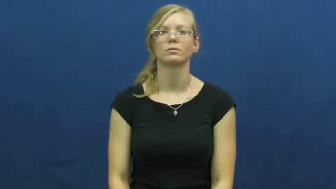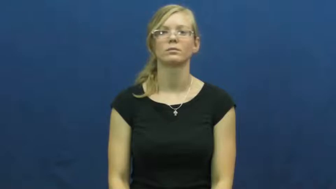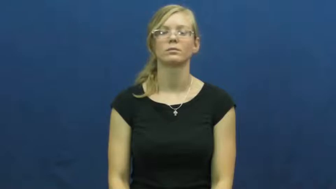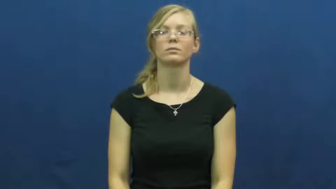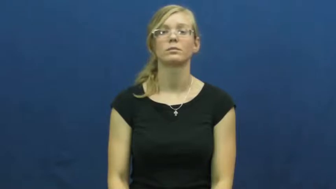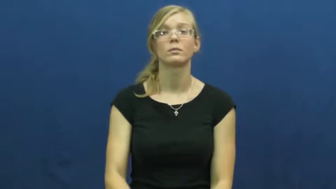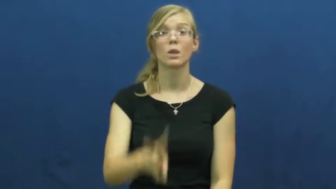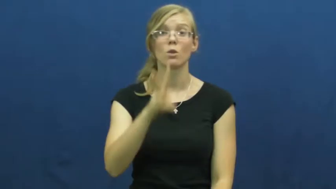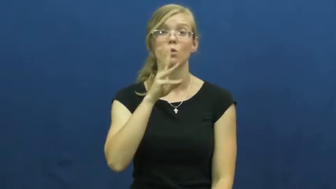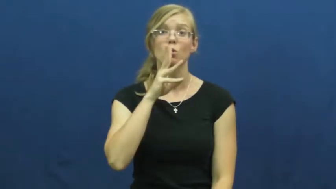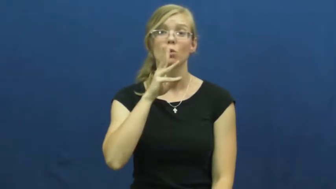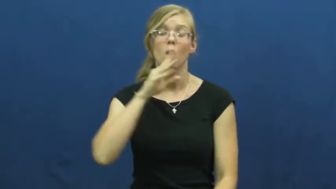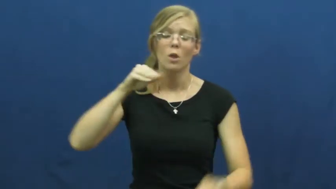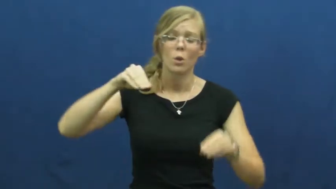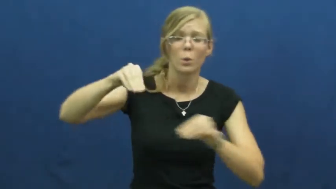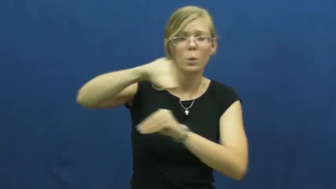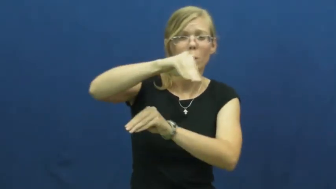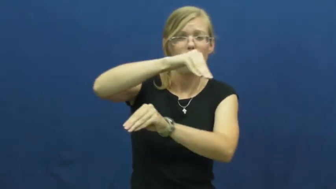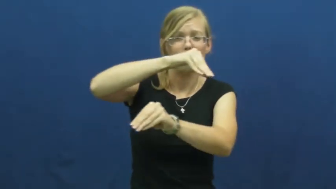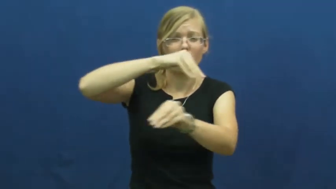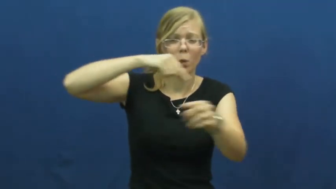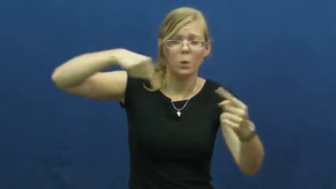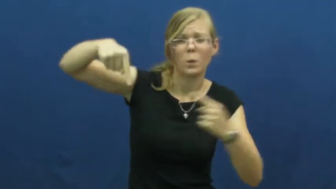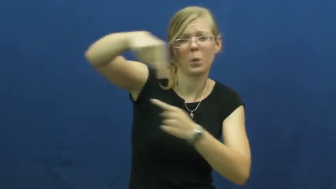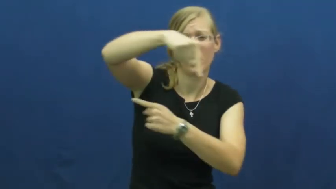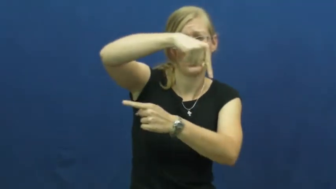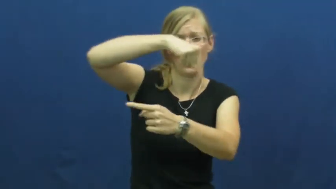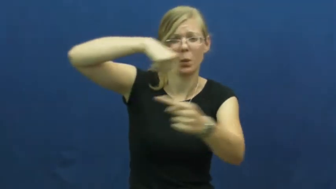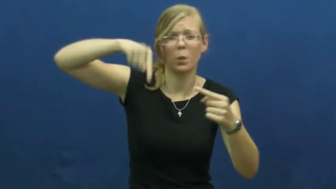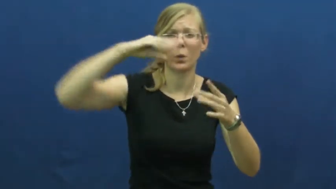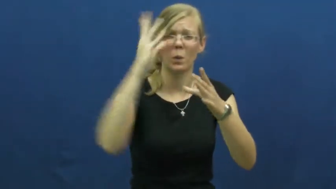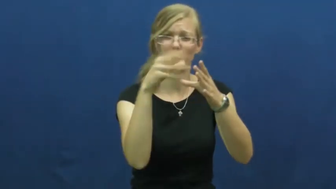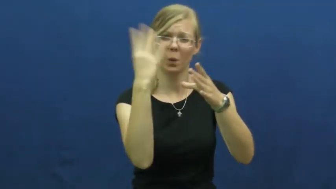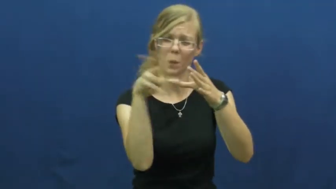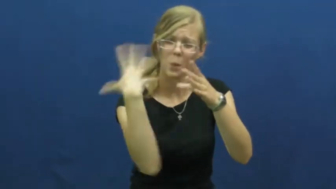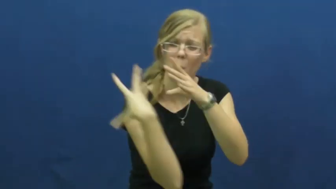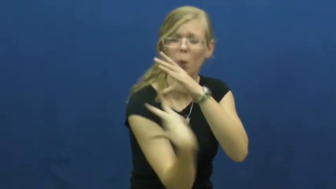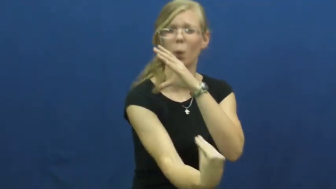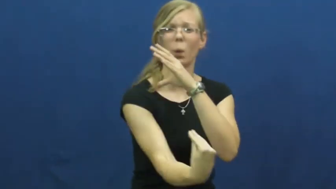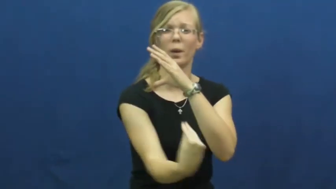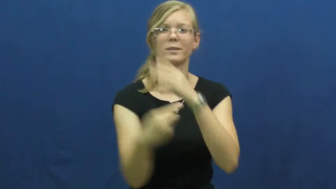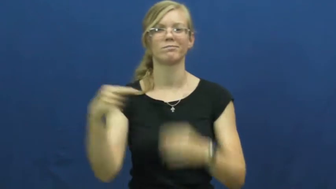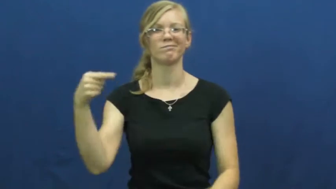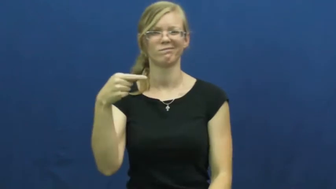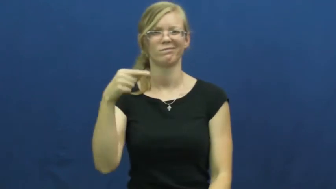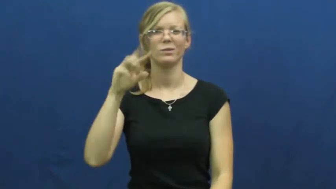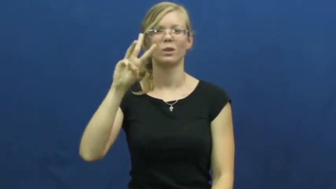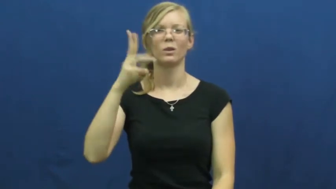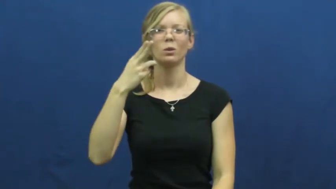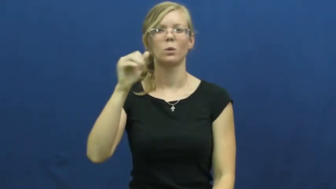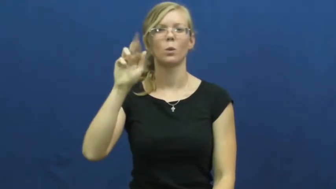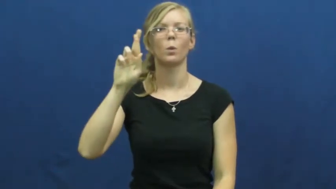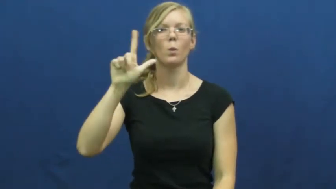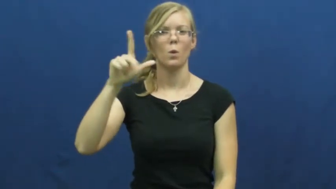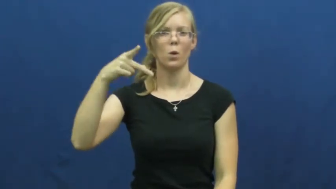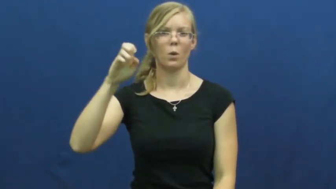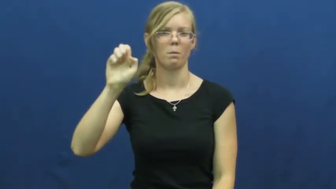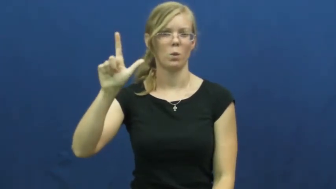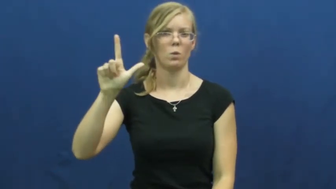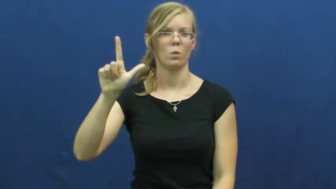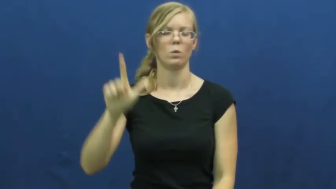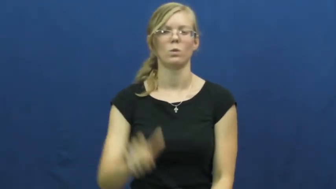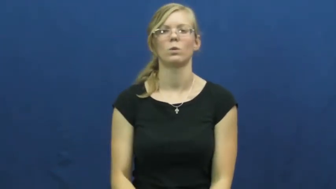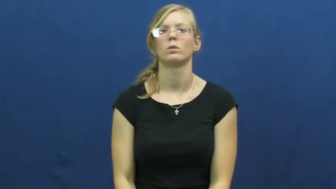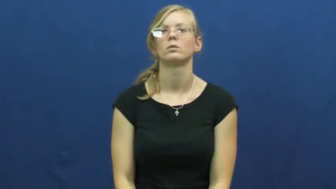whirlpool-spinning water